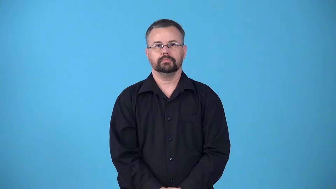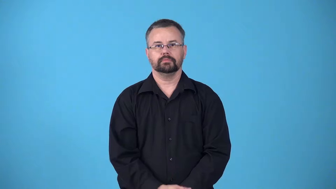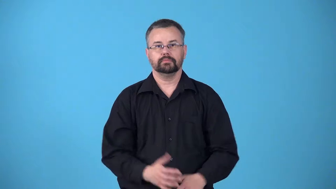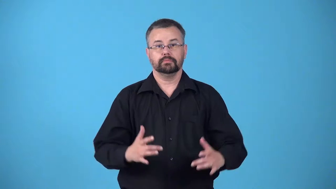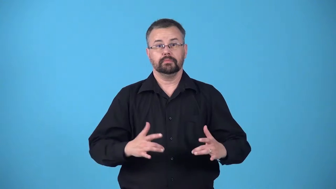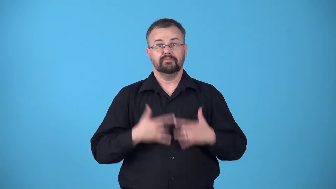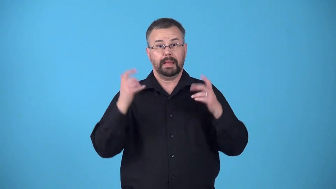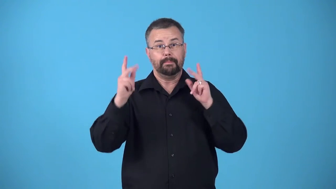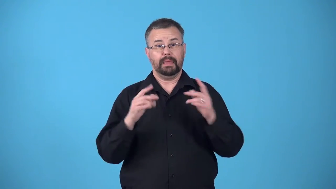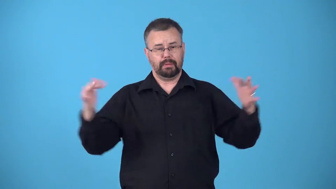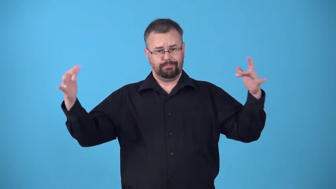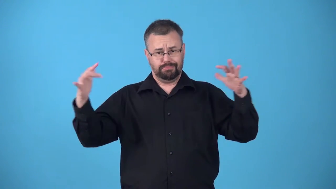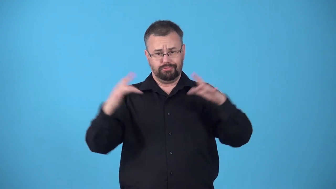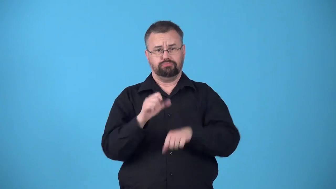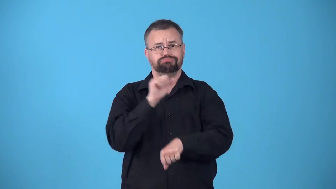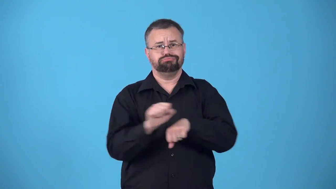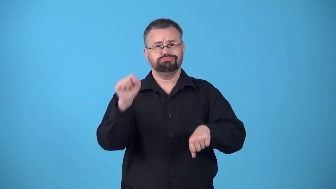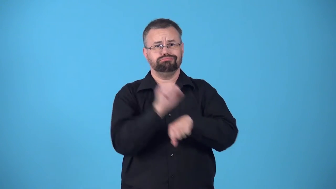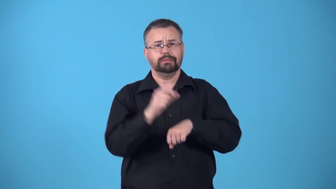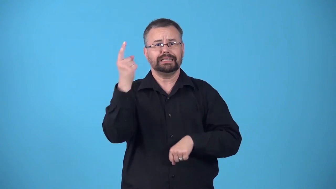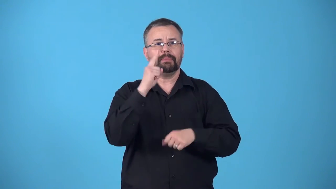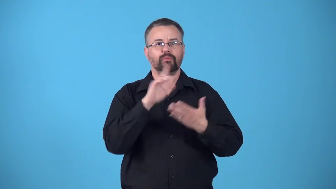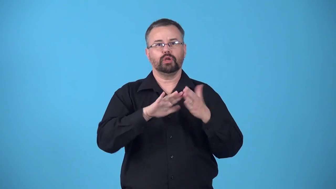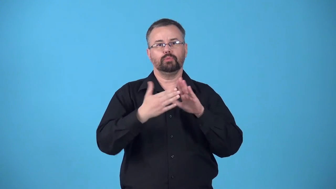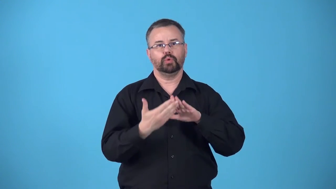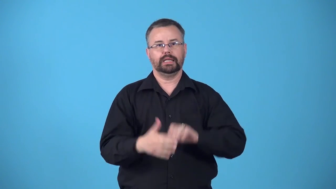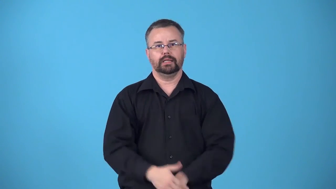bee-a social gathering to carry out some communal task or to hold competitions